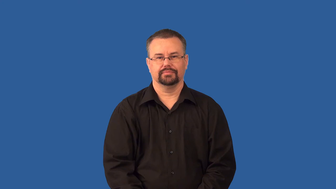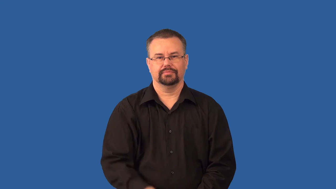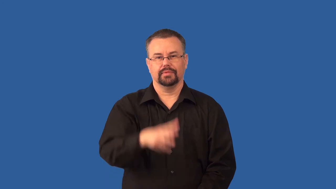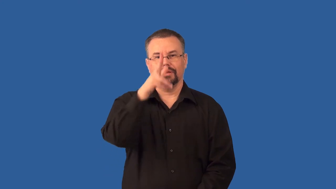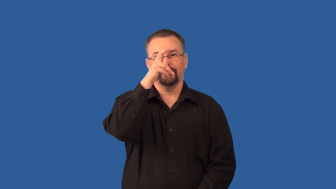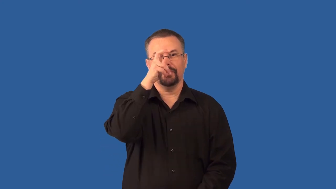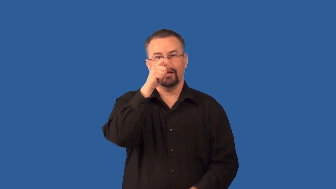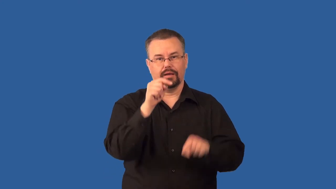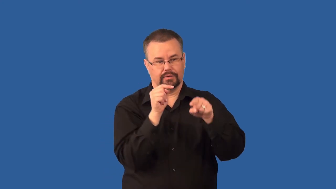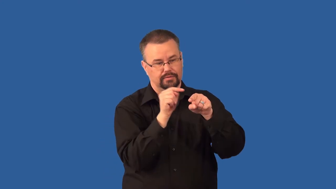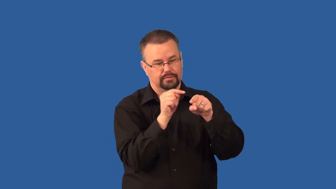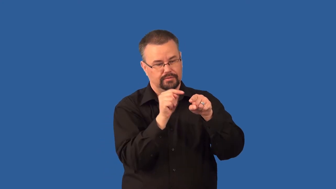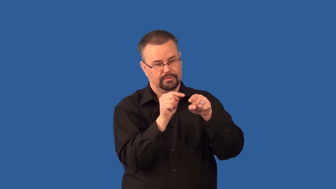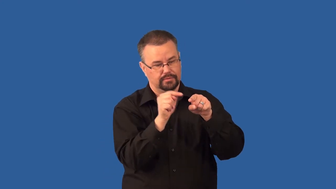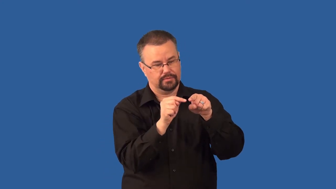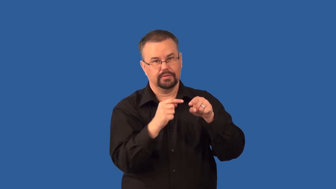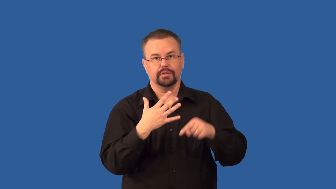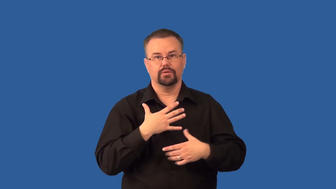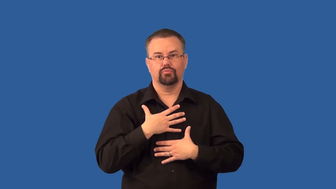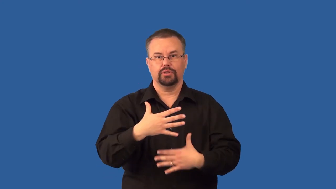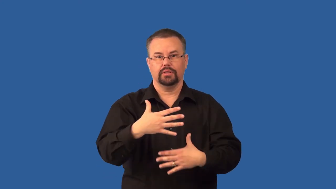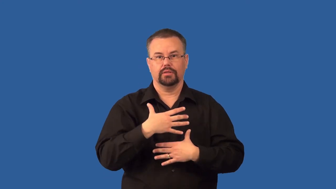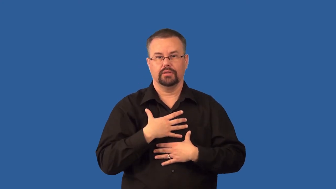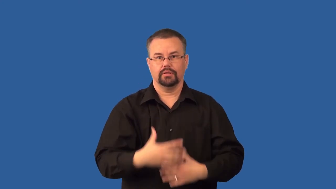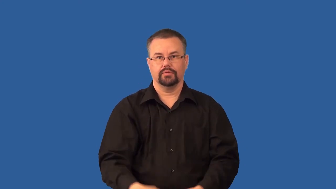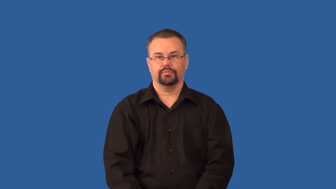spiracles